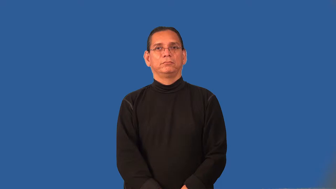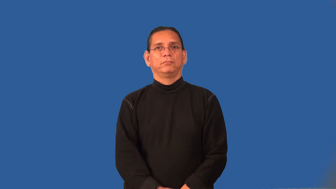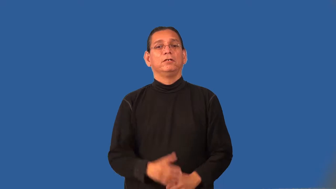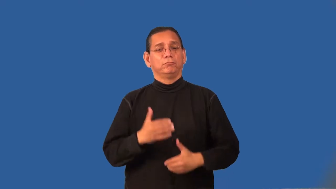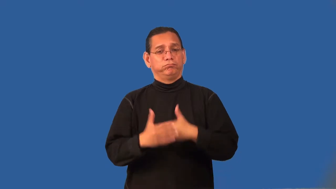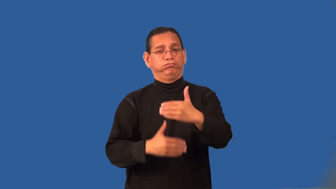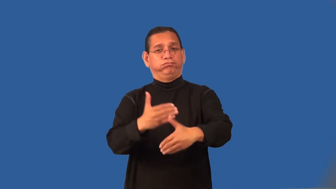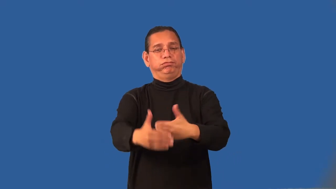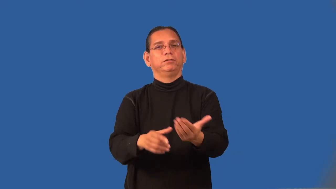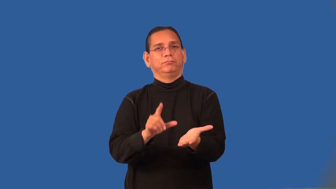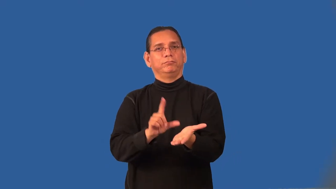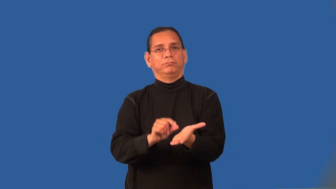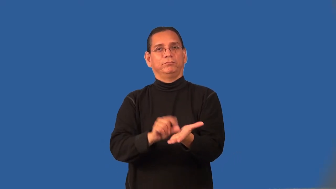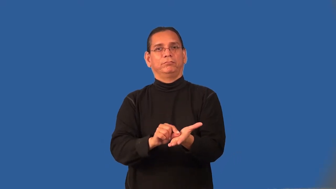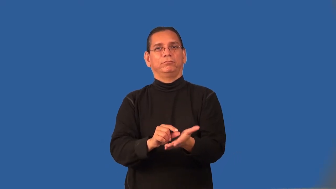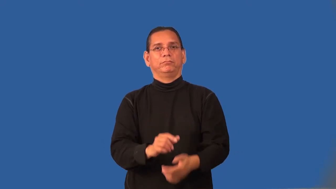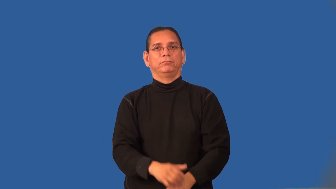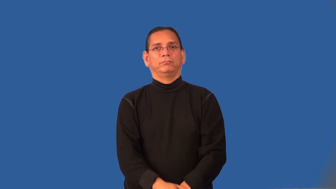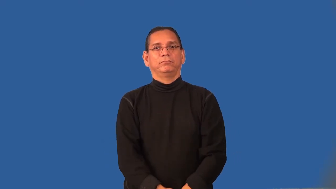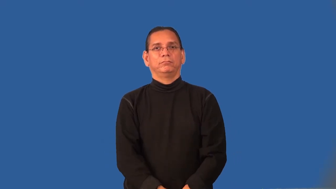publication